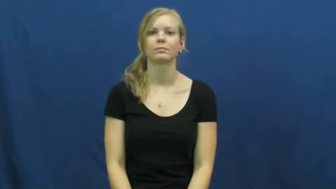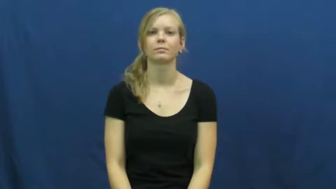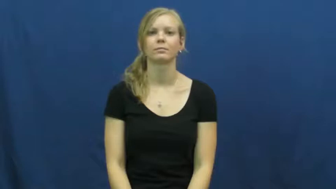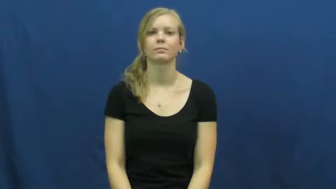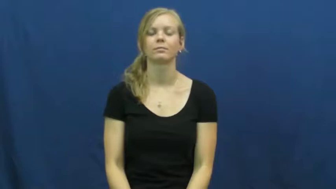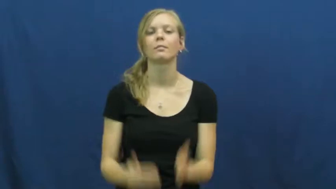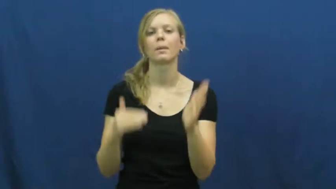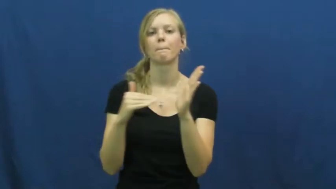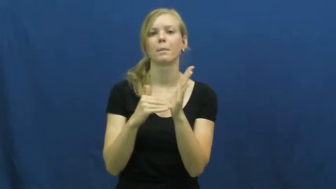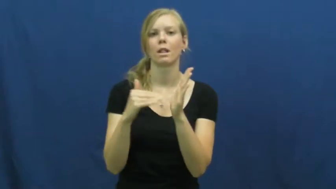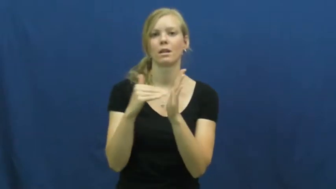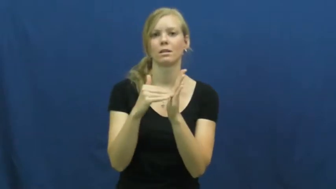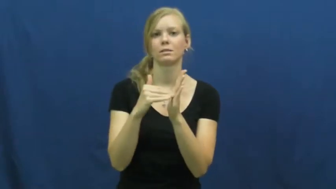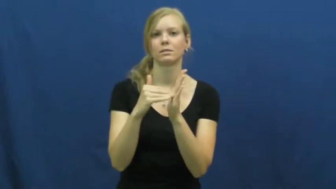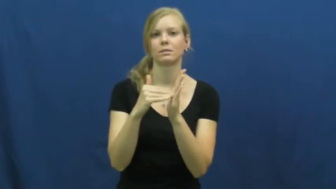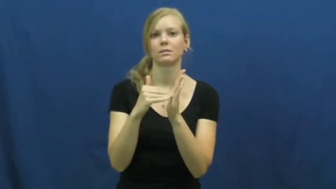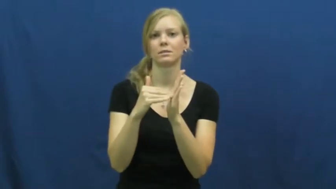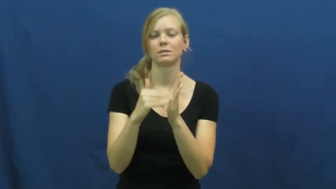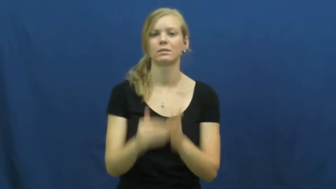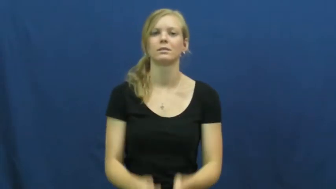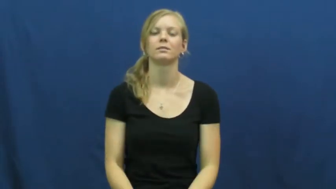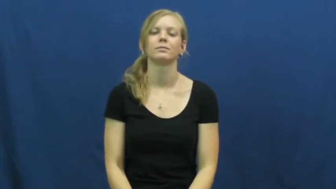million,mega